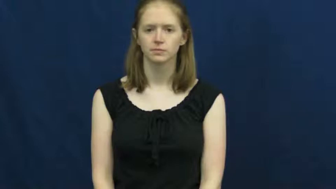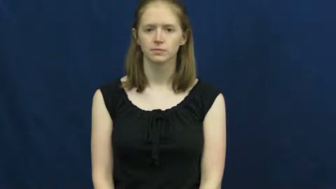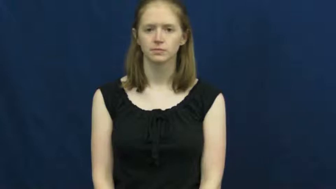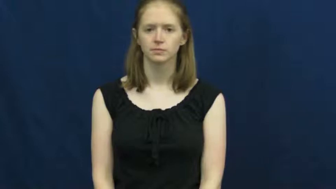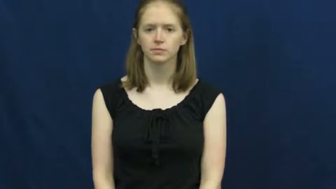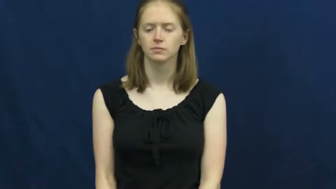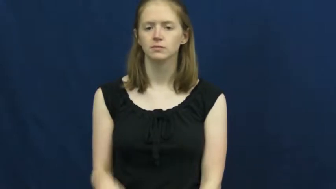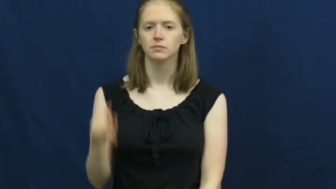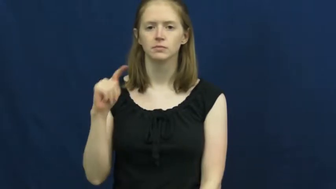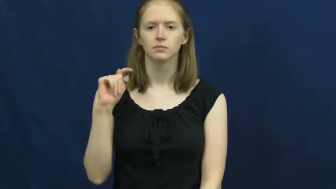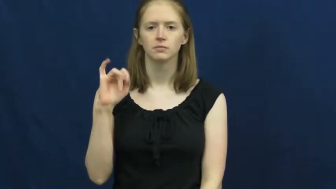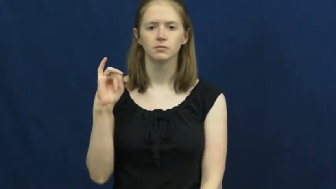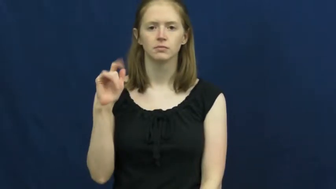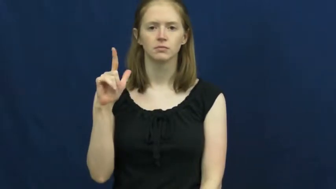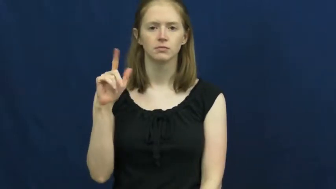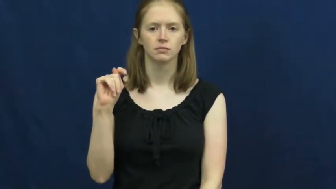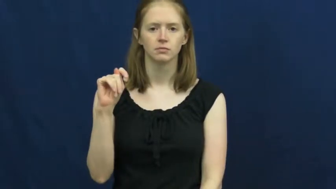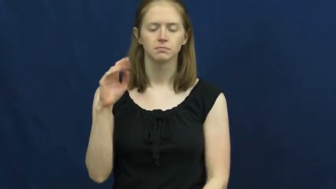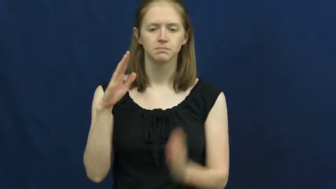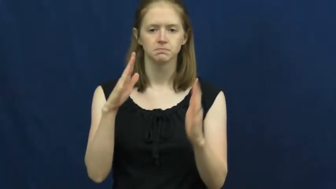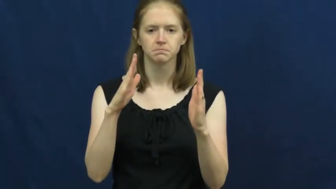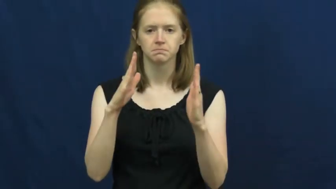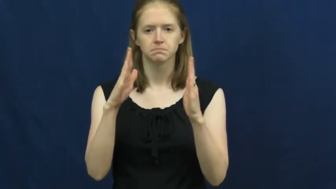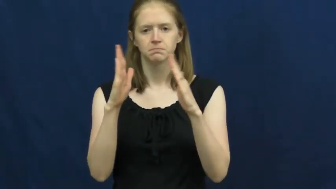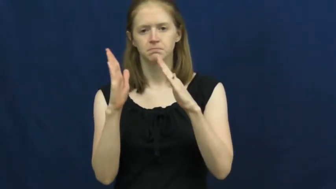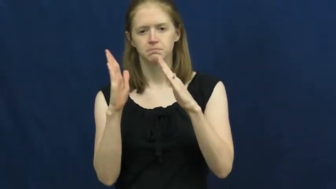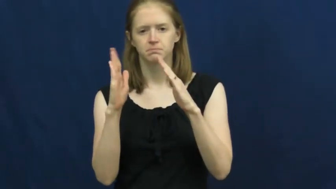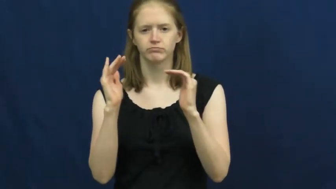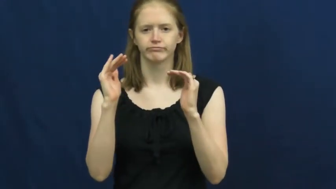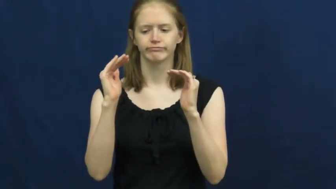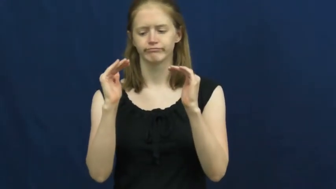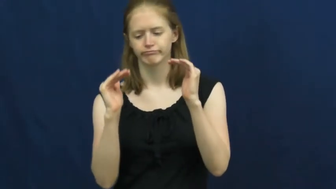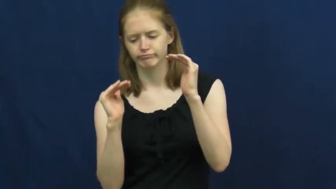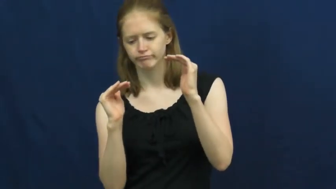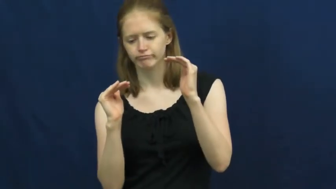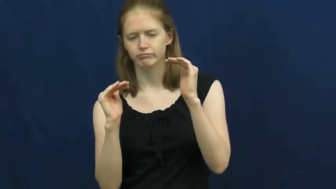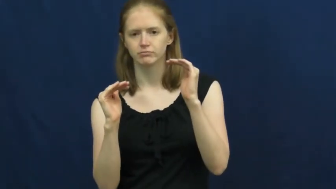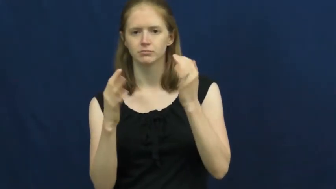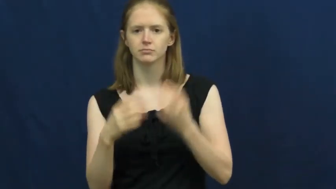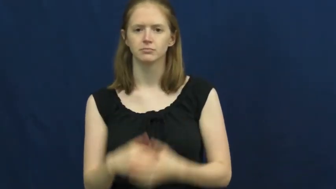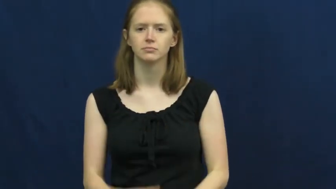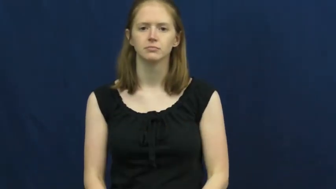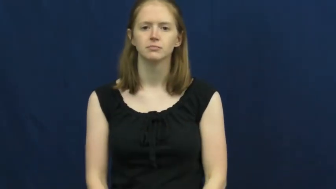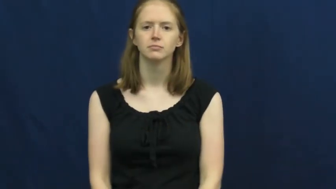tilt,atilt,cant